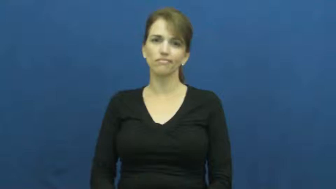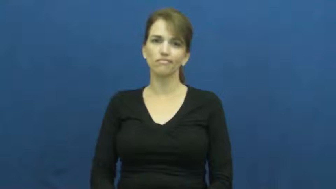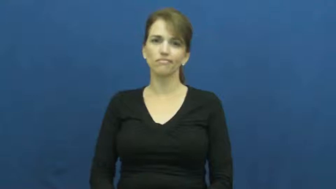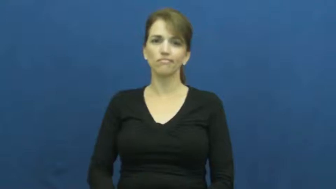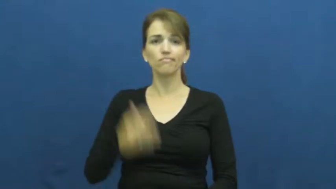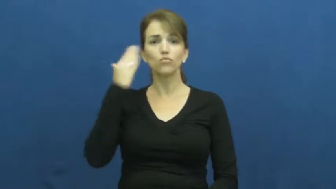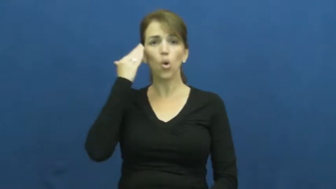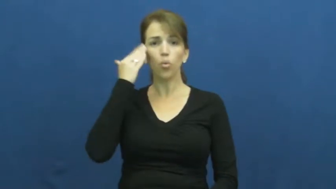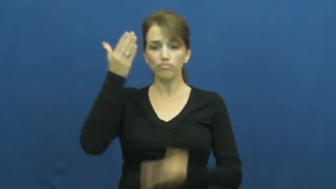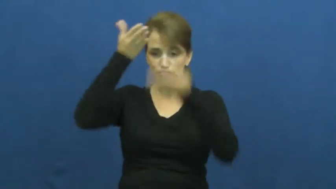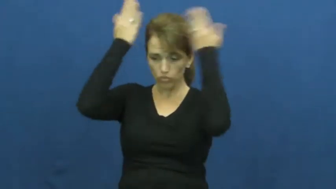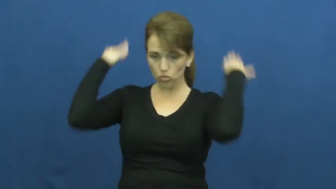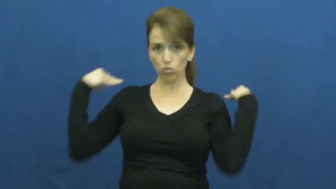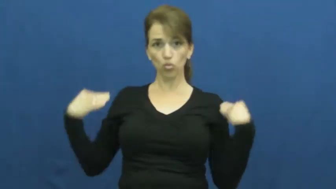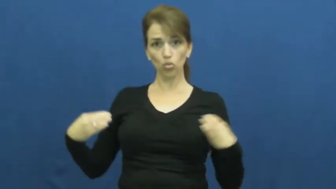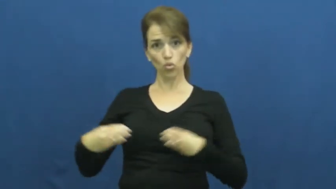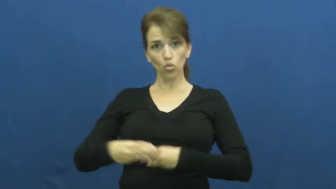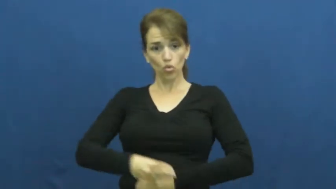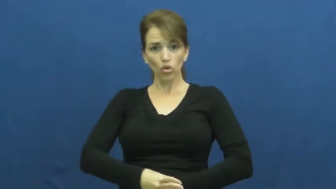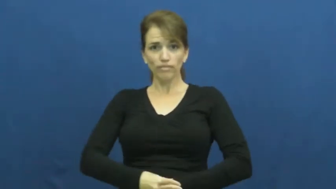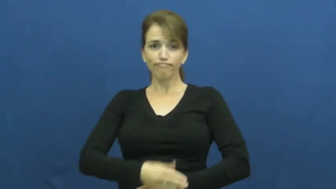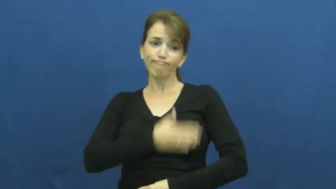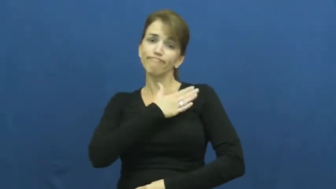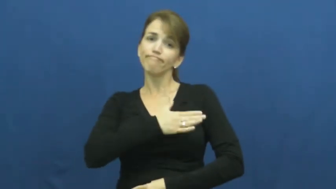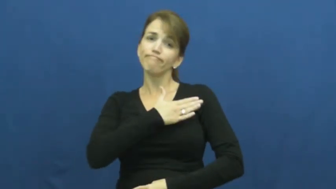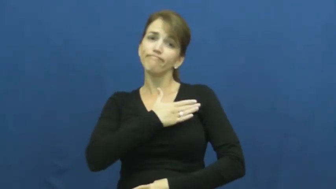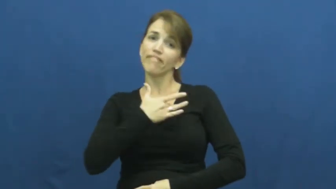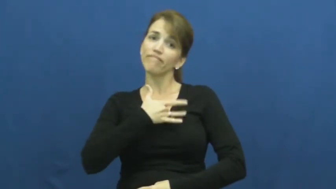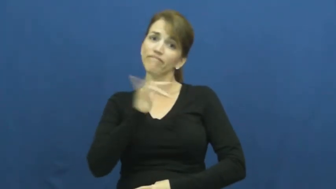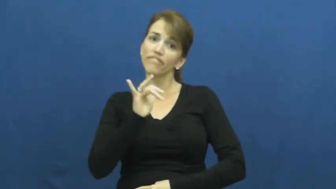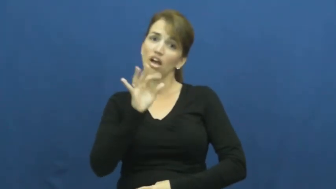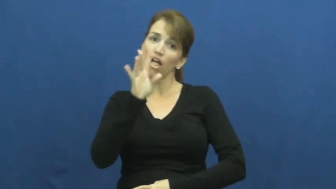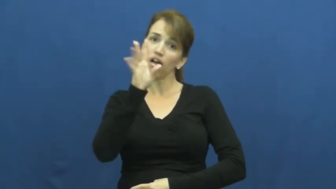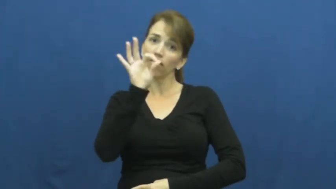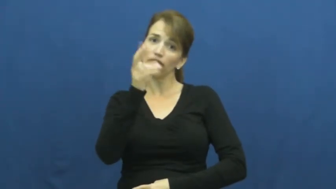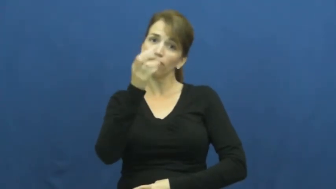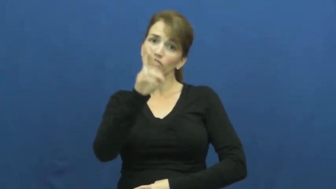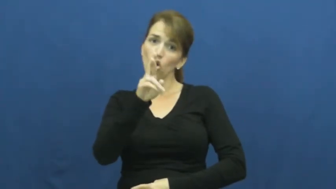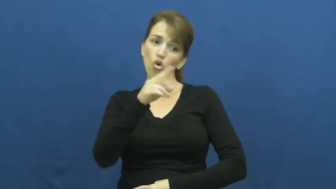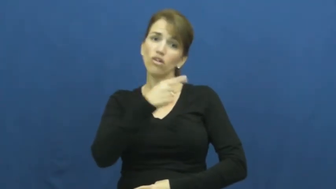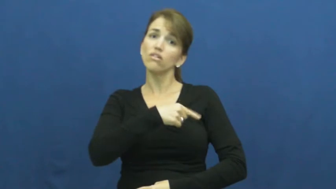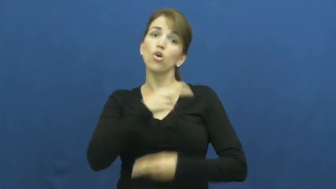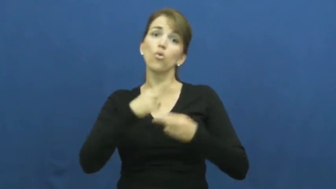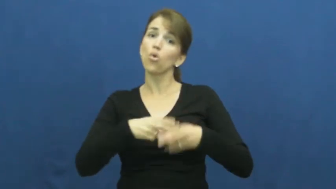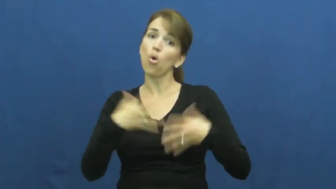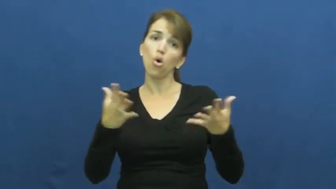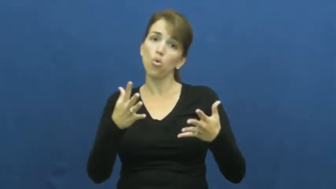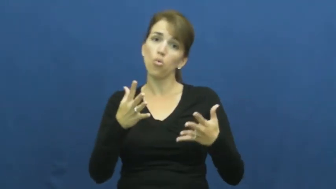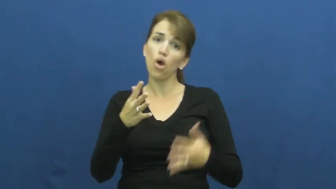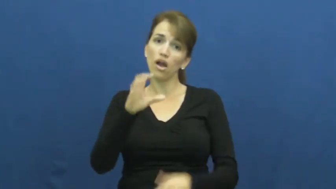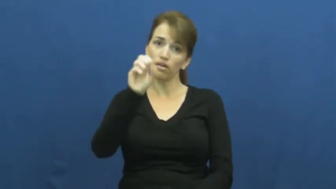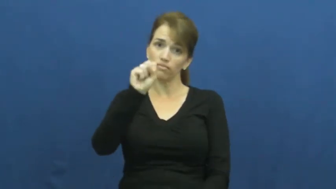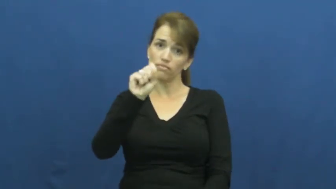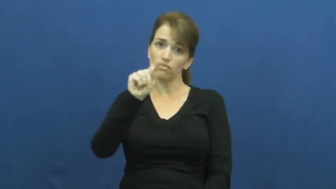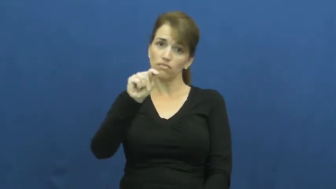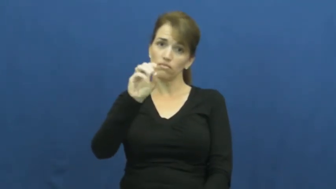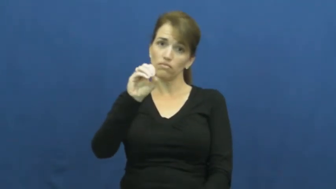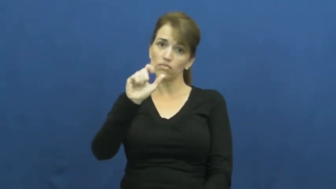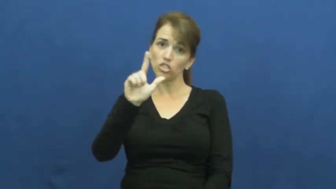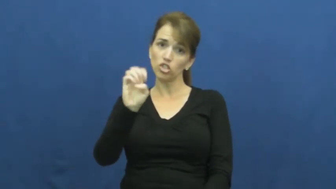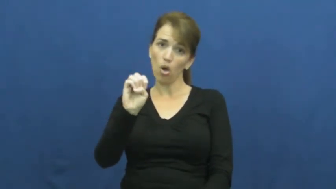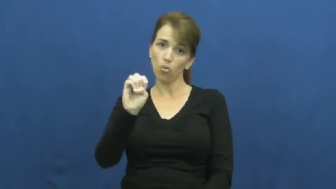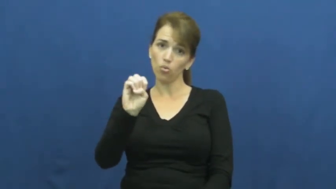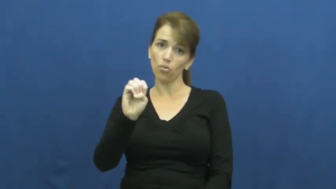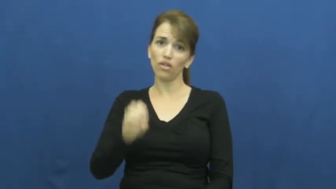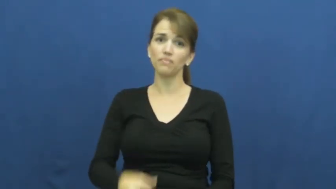stole-fur